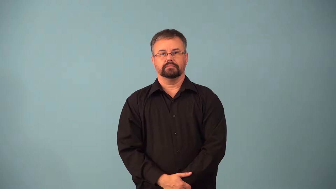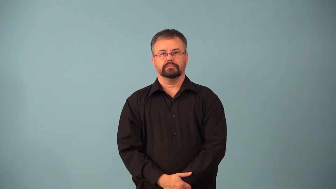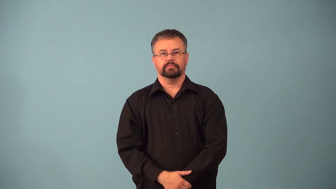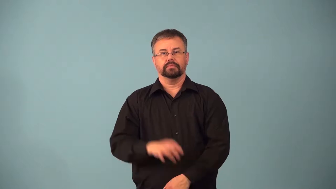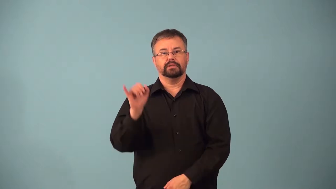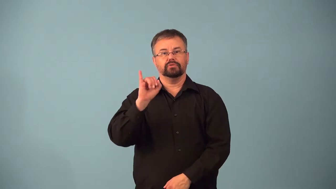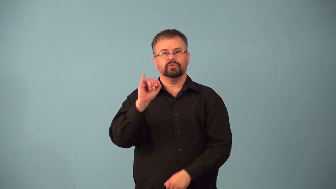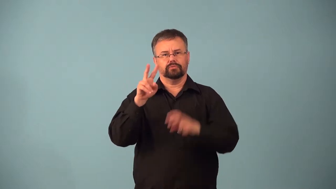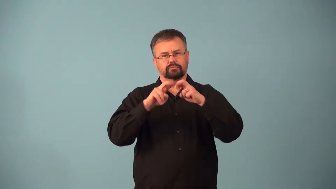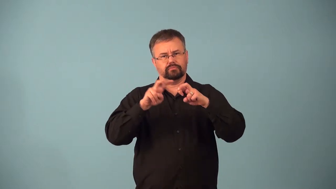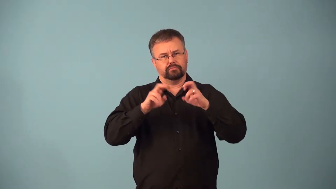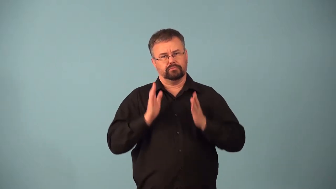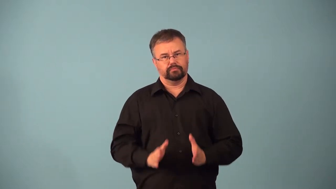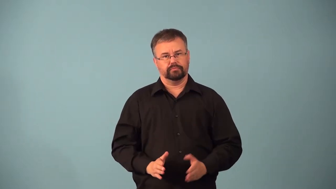actuary